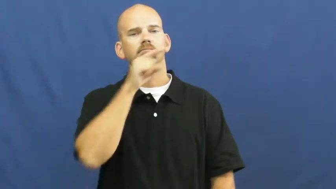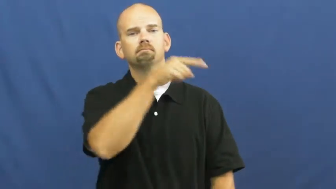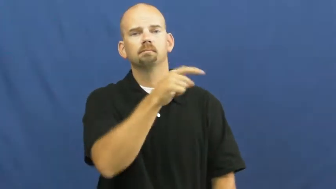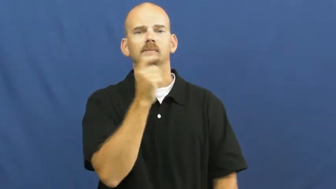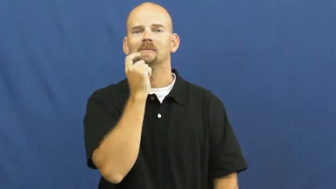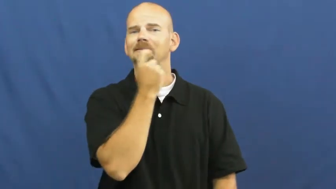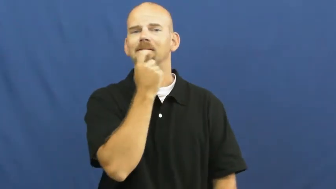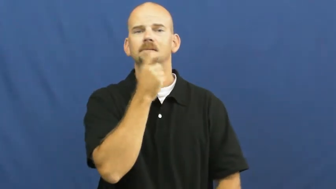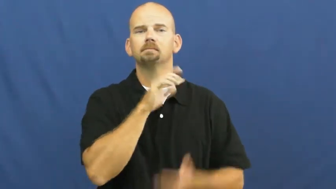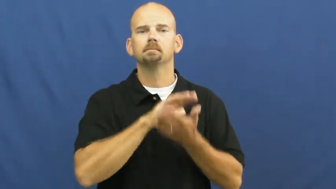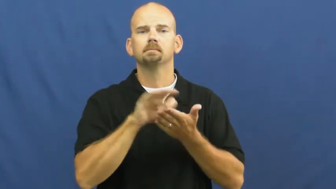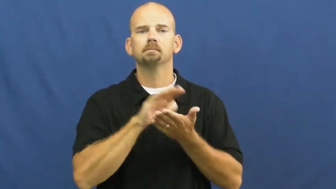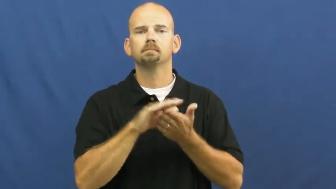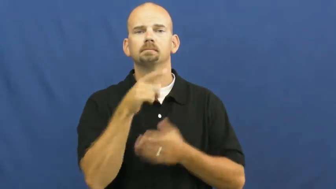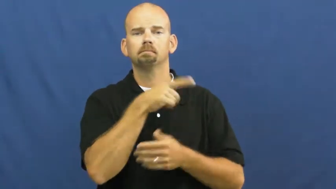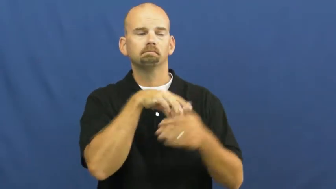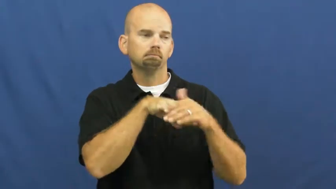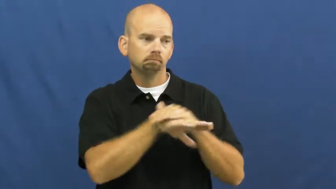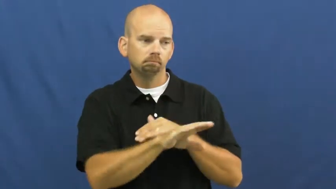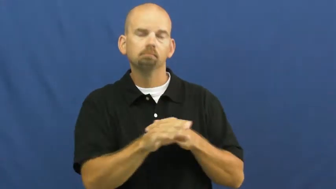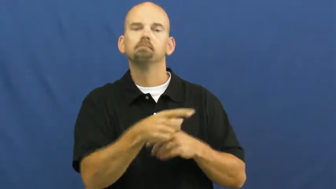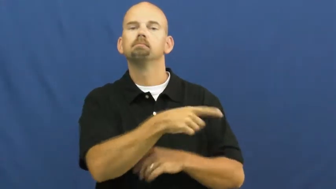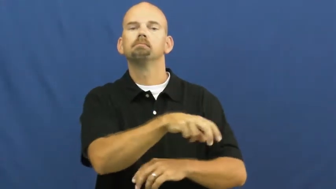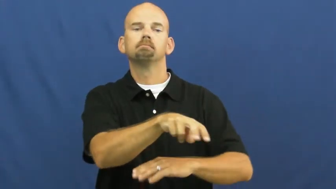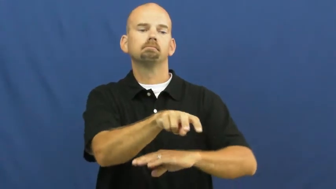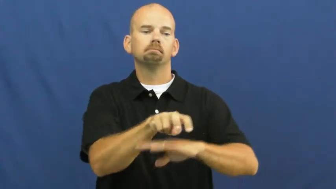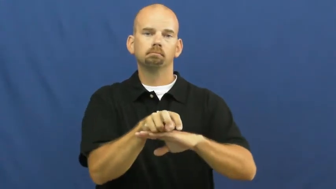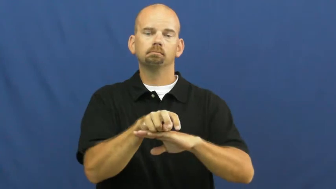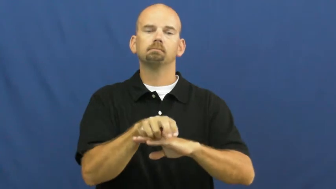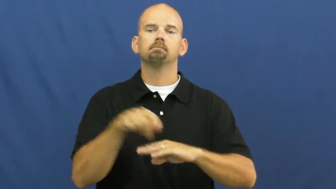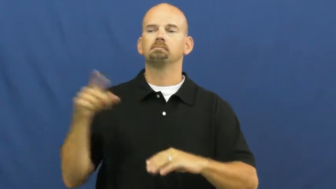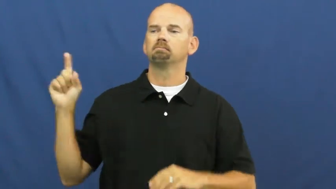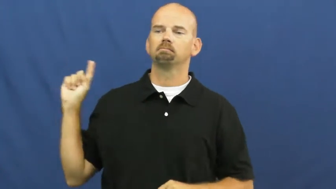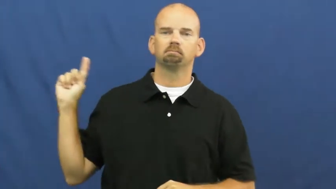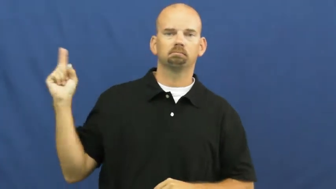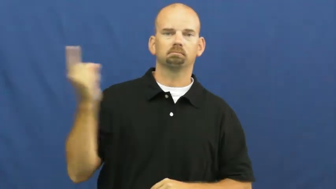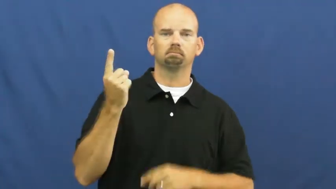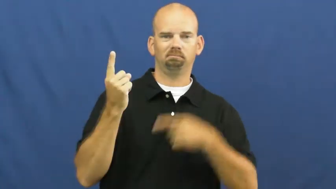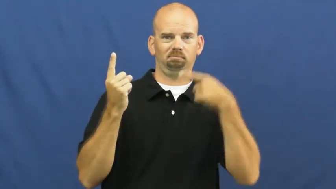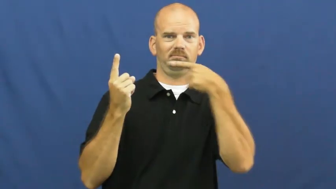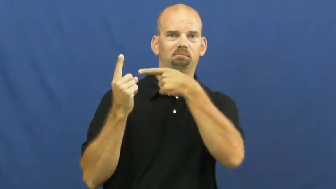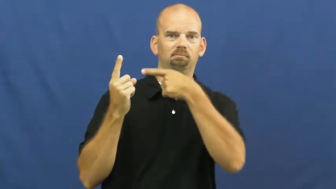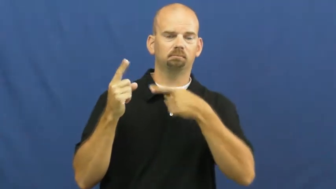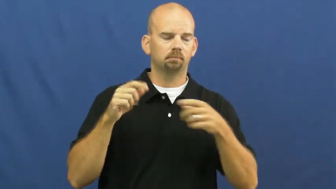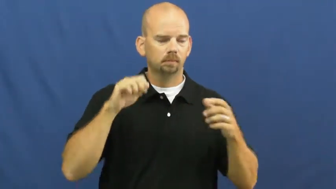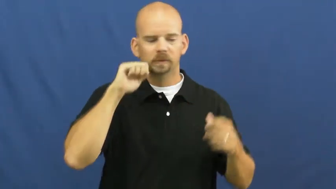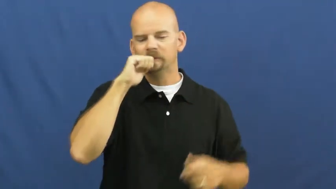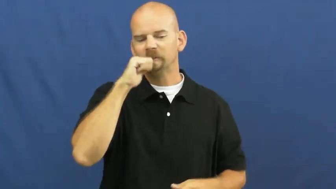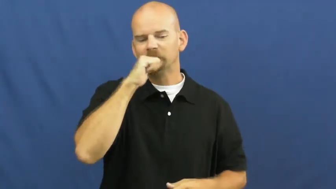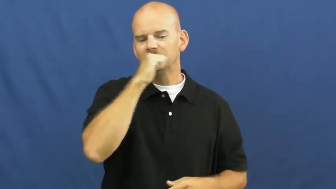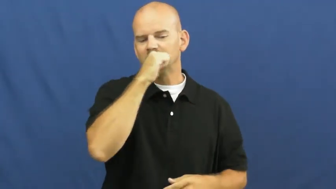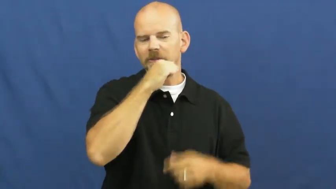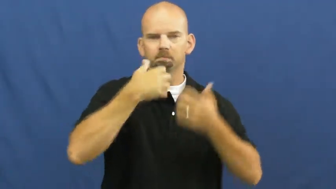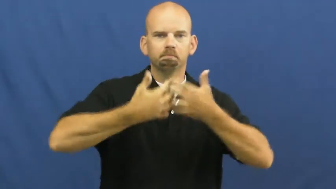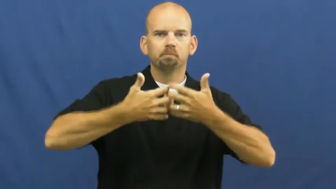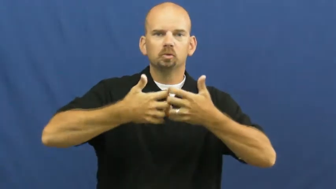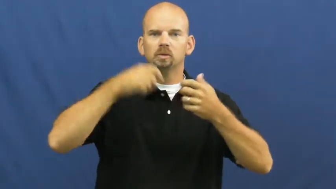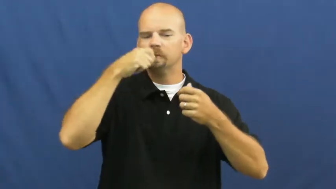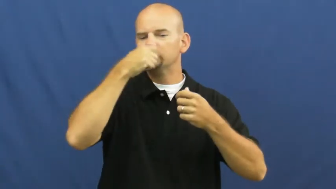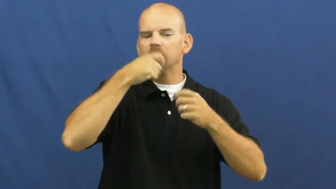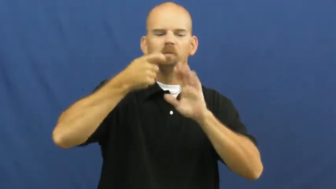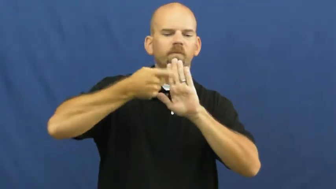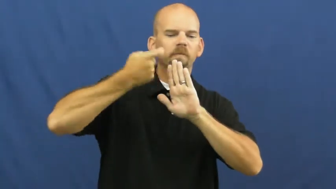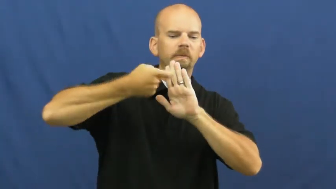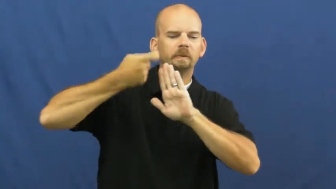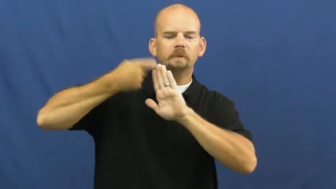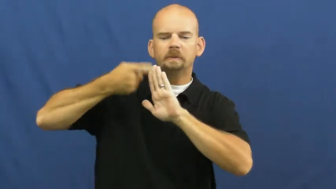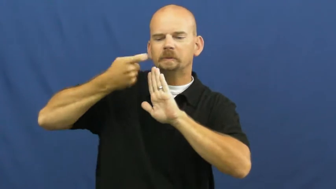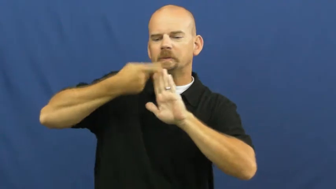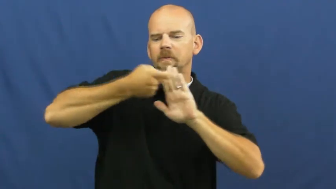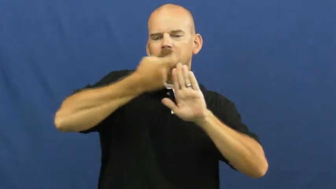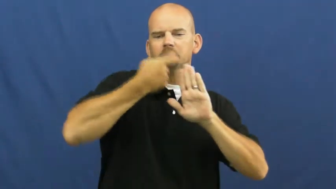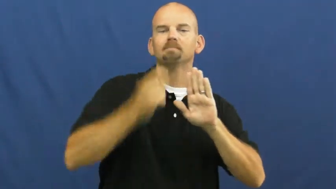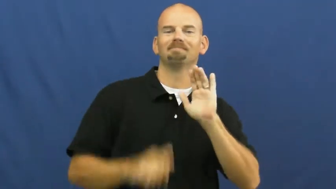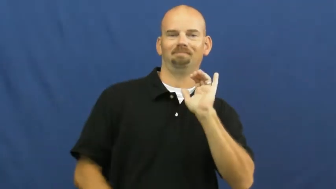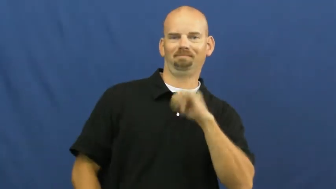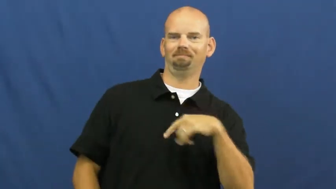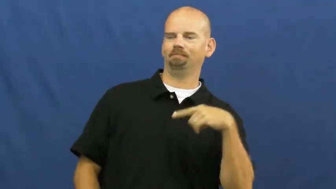hygenist